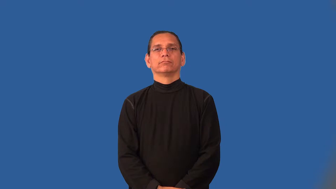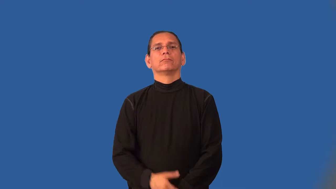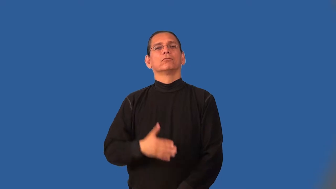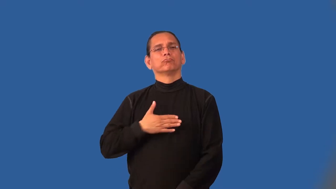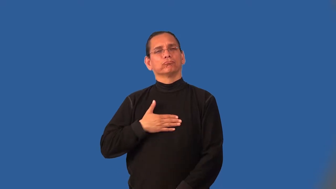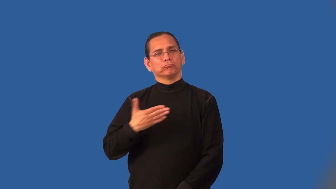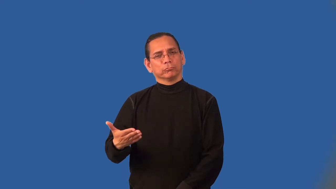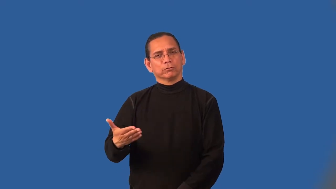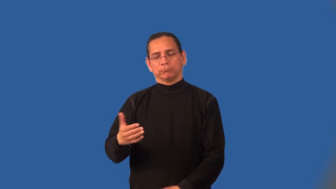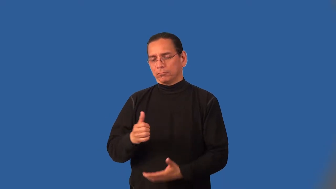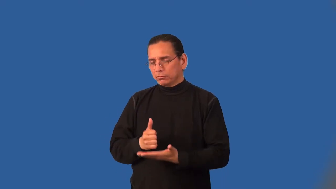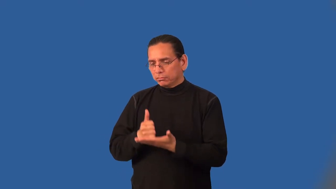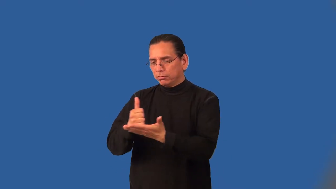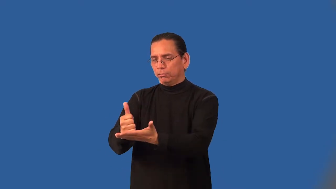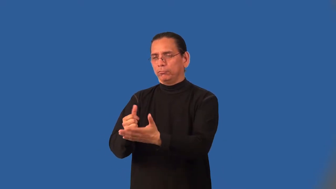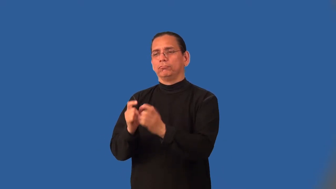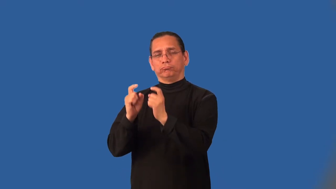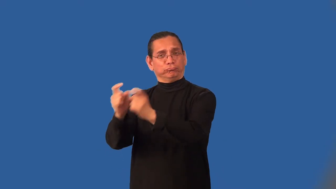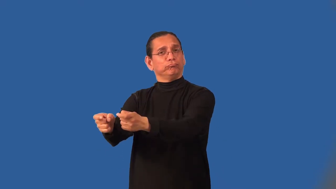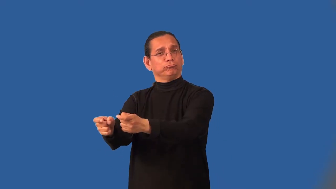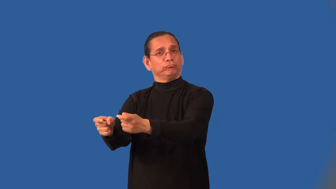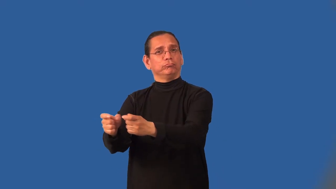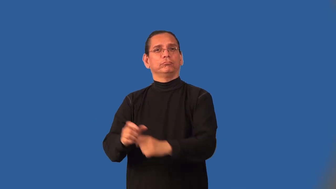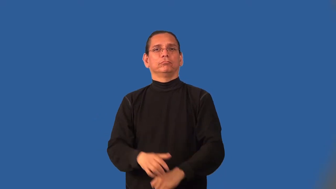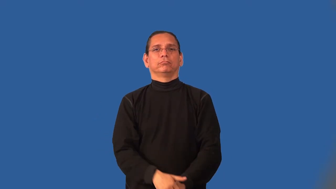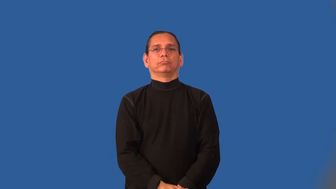benevolent,paternalistic